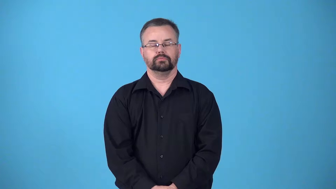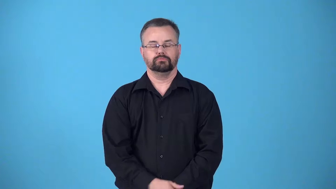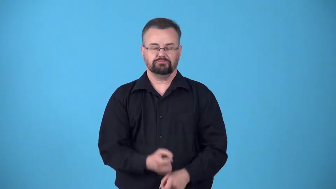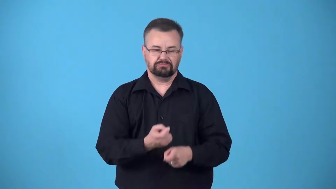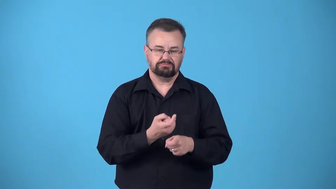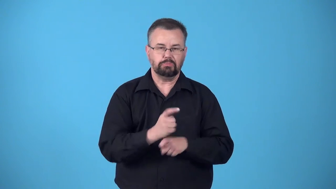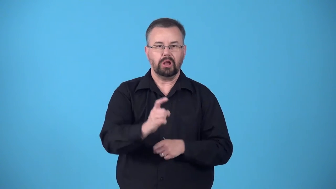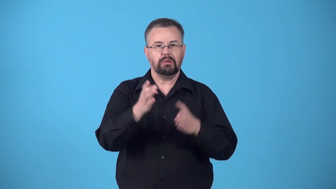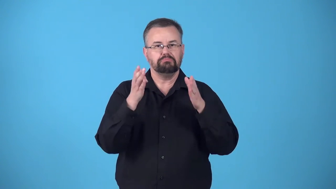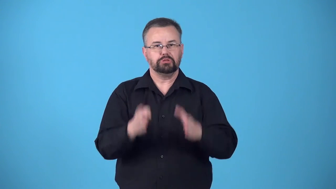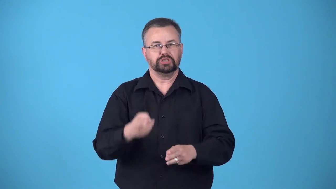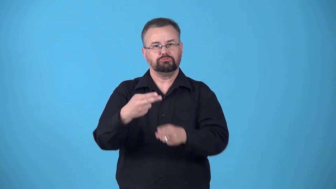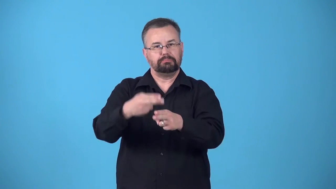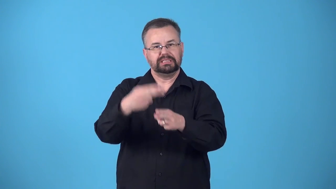blemish-spoil someone's reputation